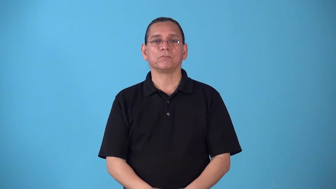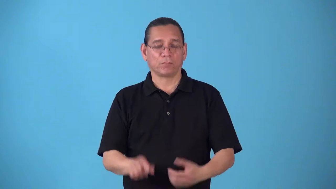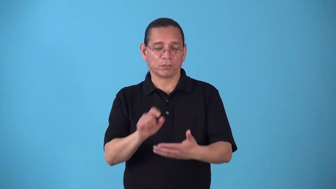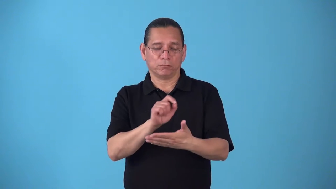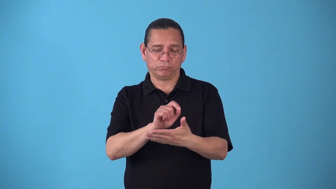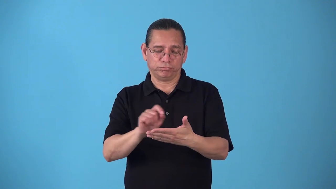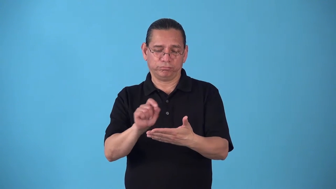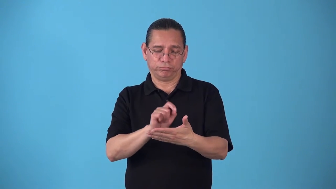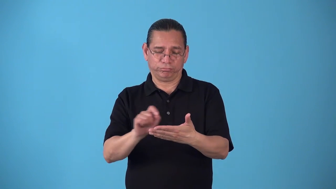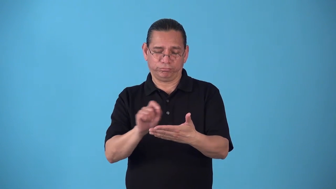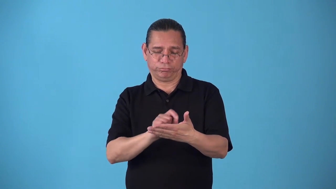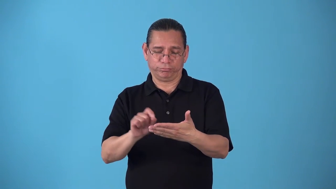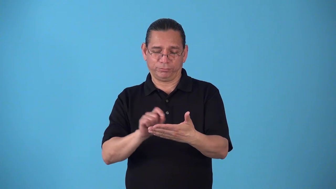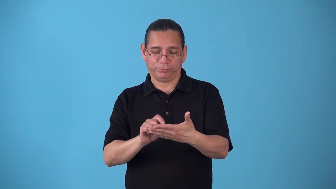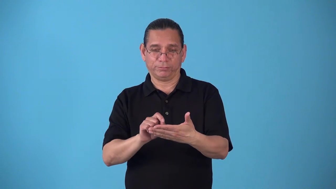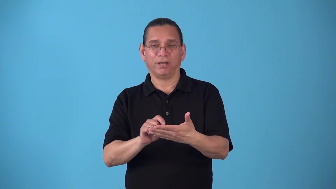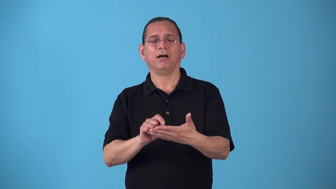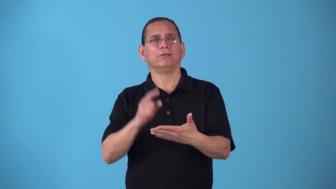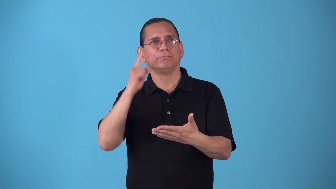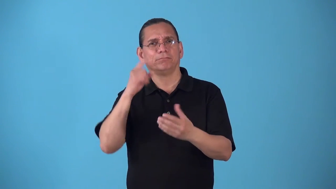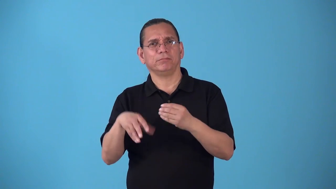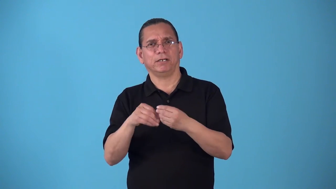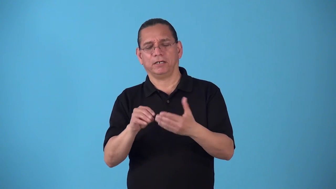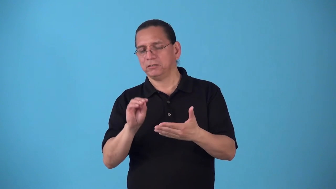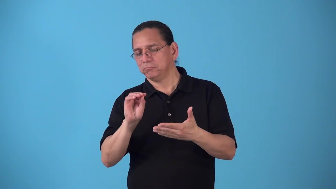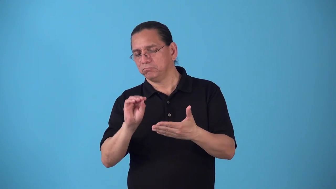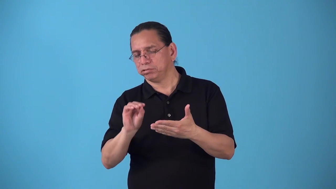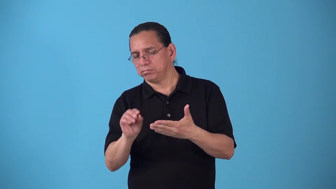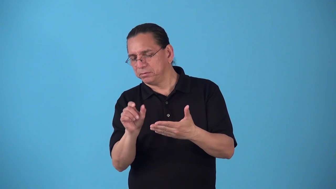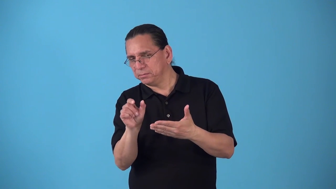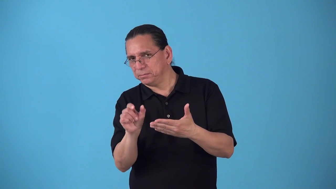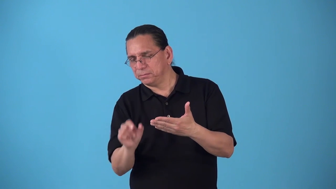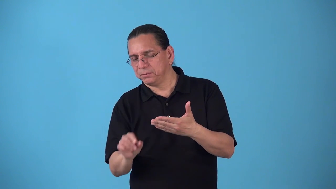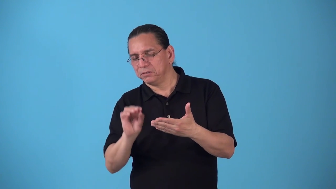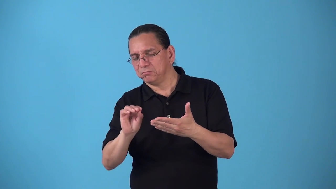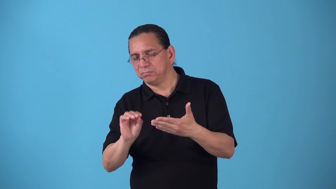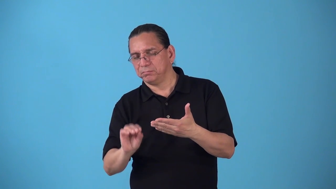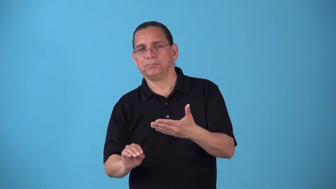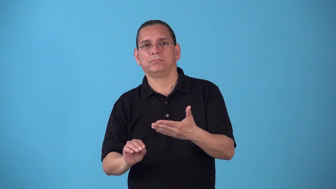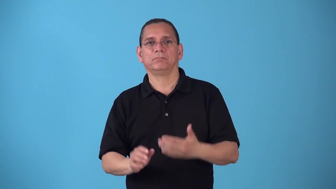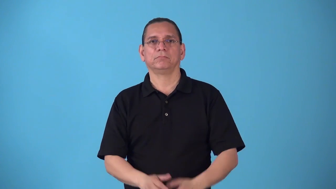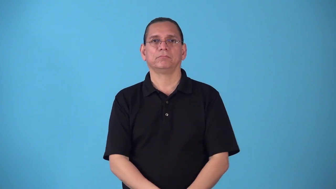sidebar